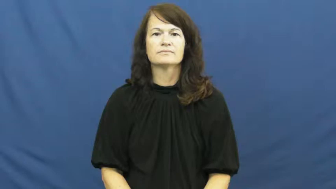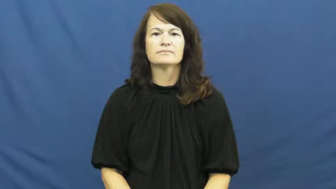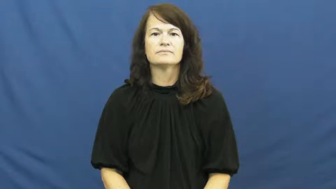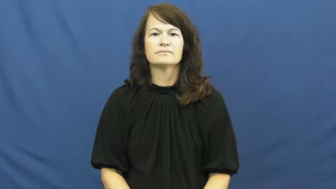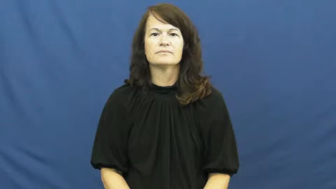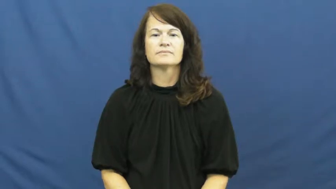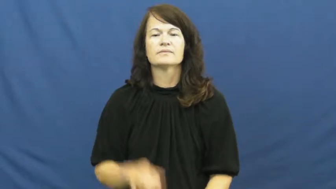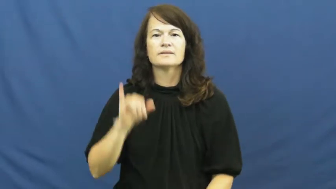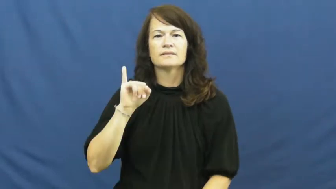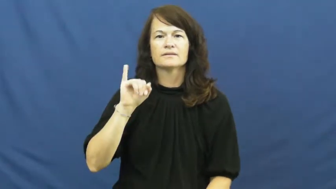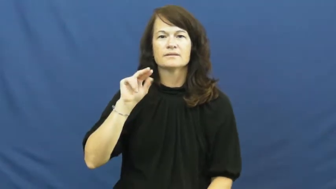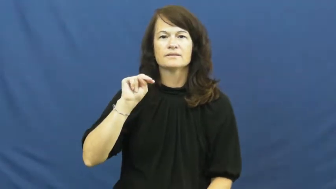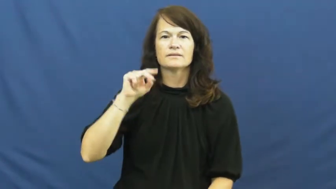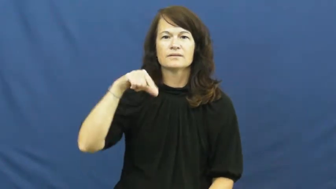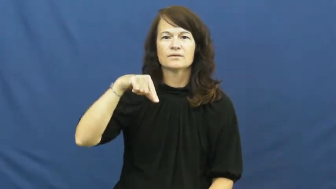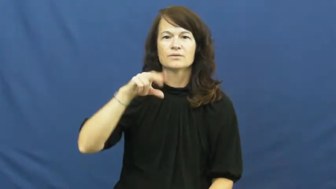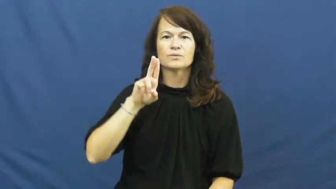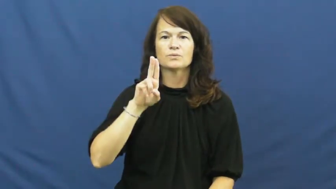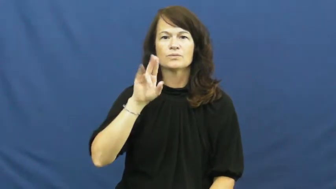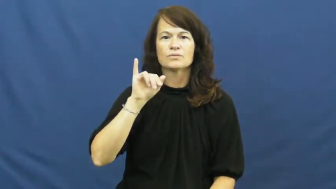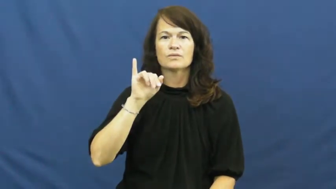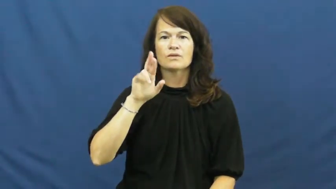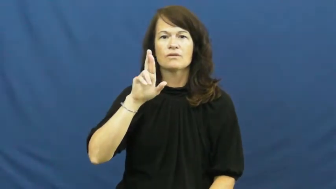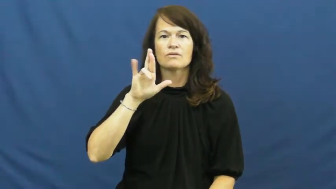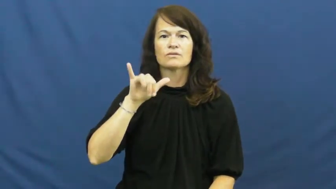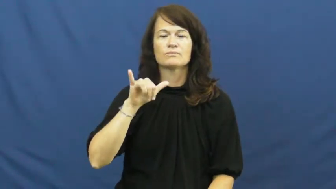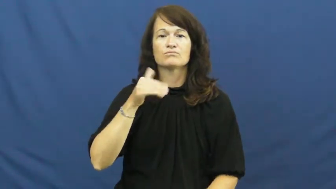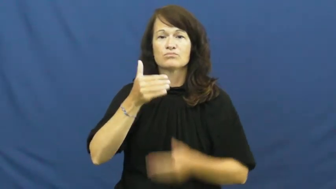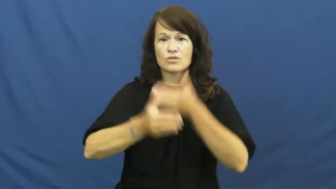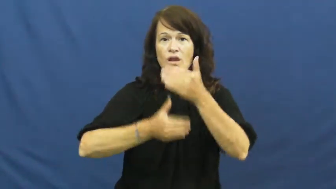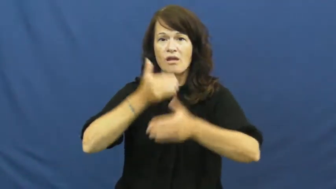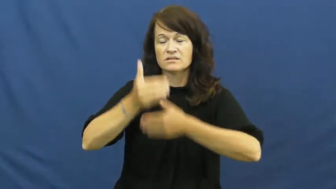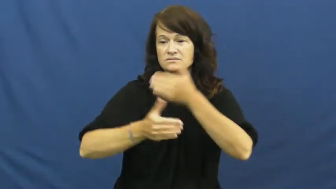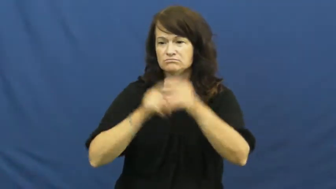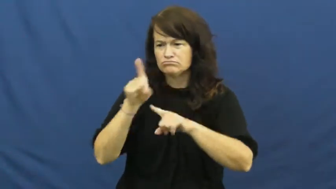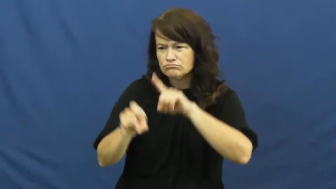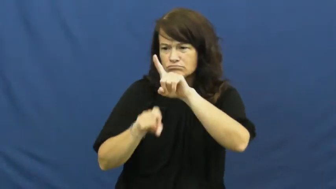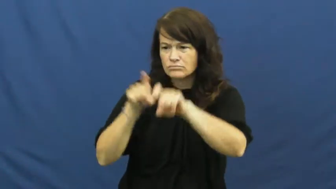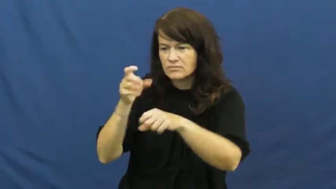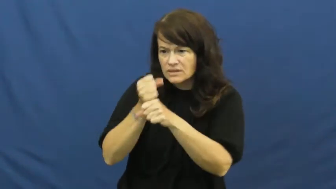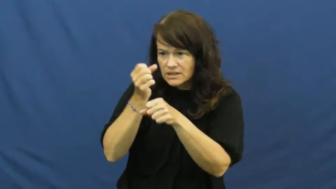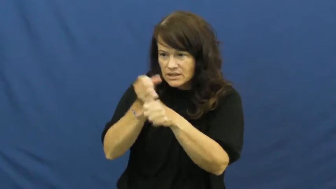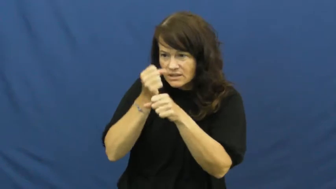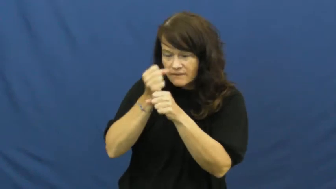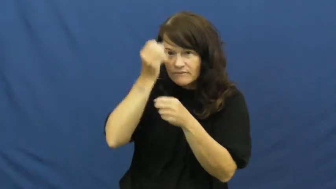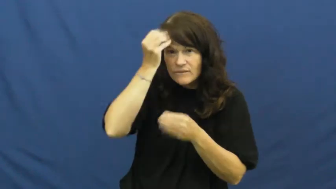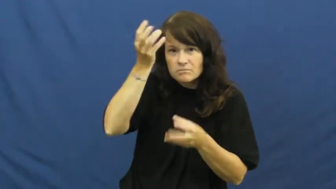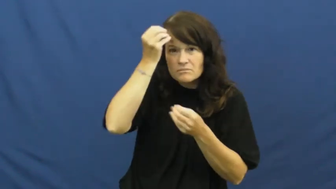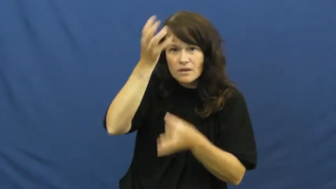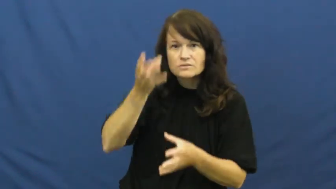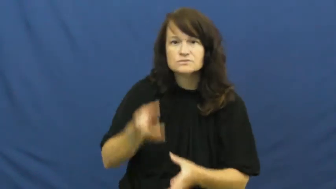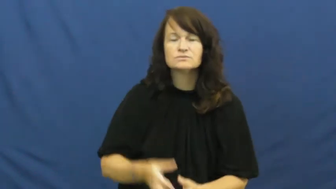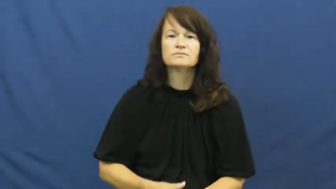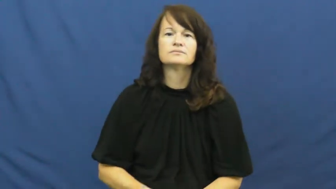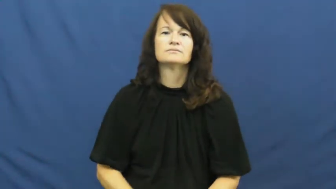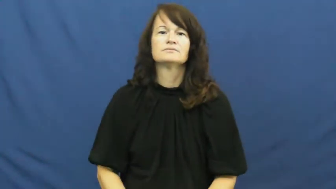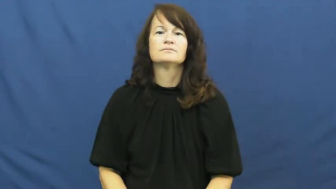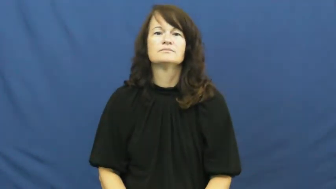inquiry